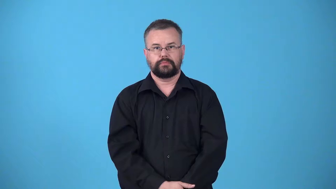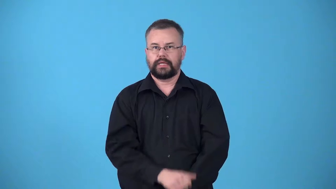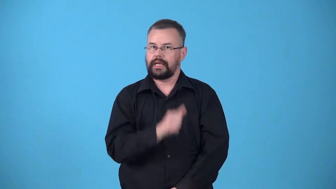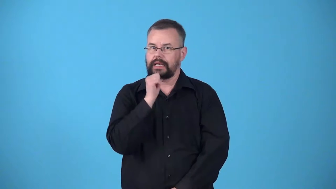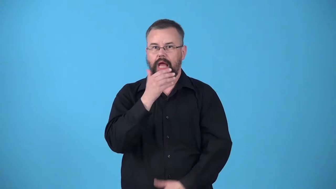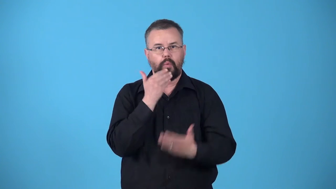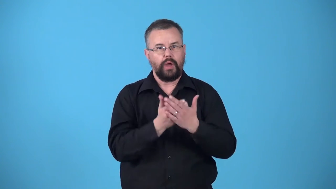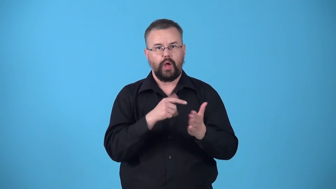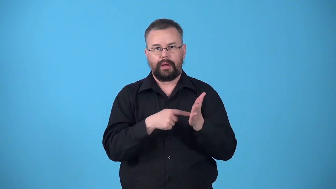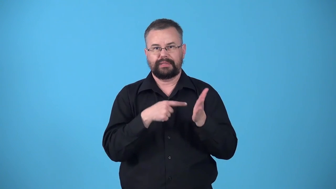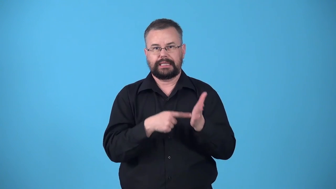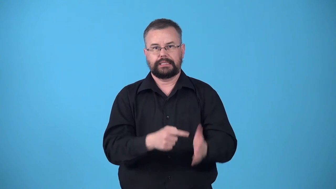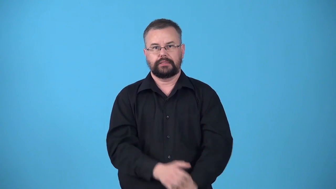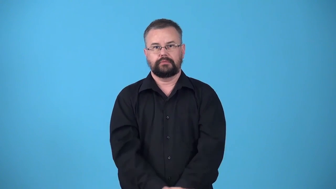underrepresented